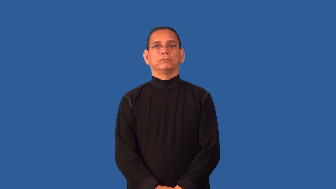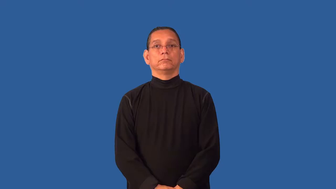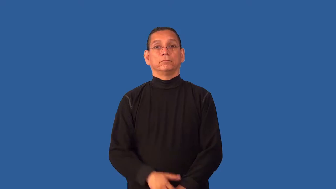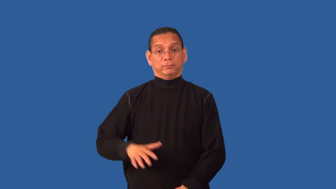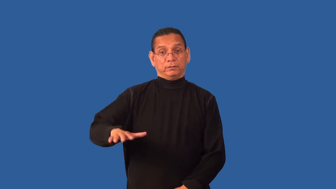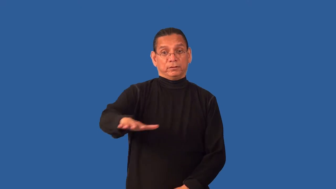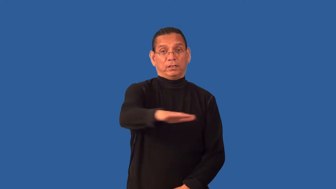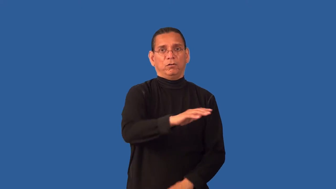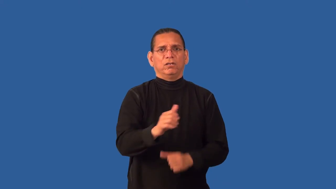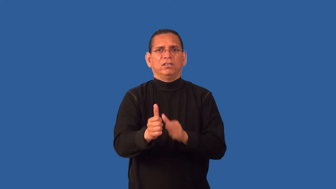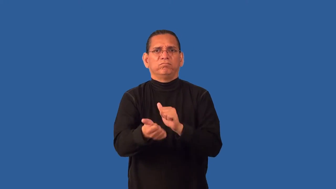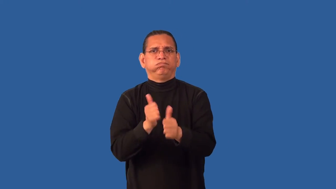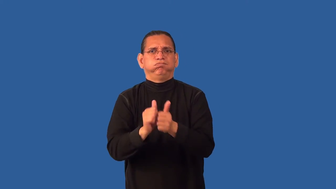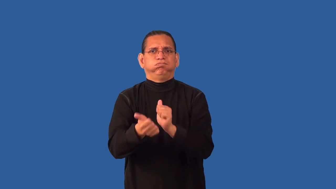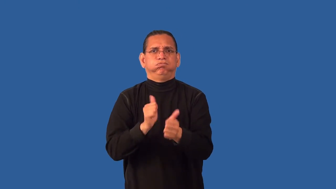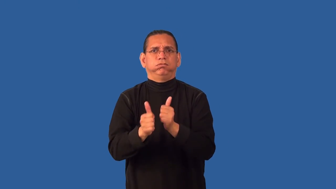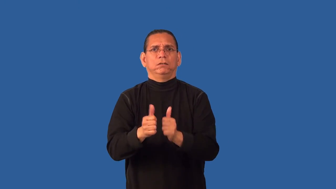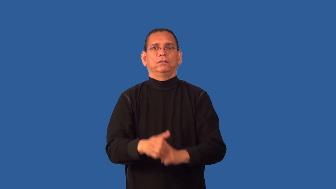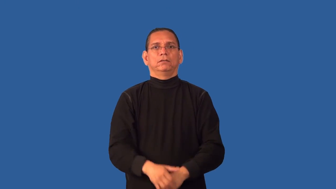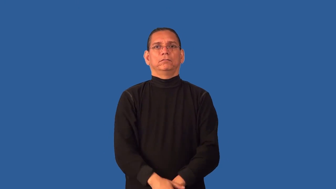course-race